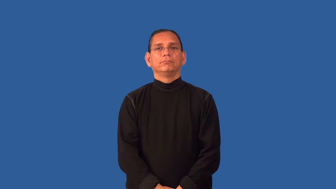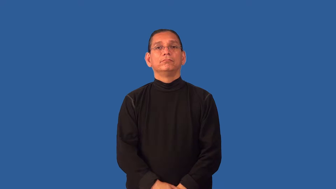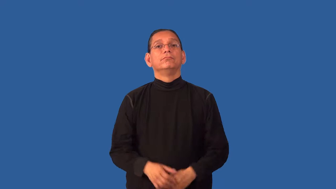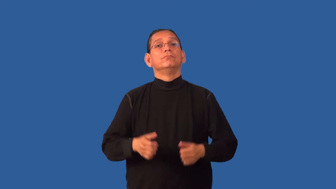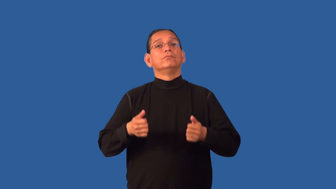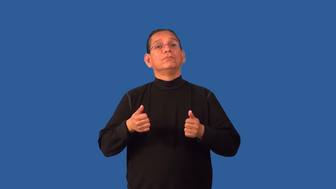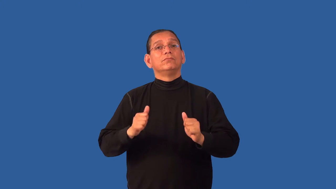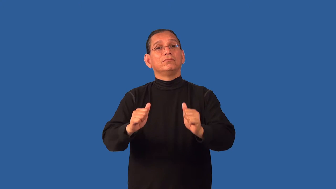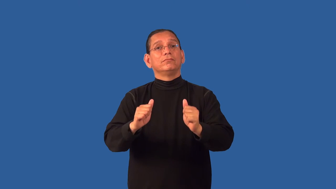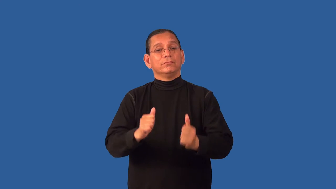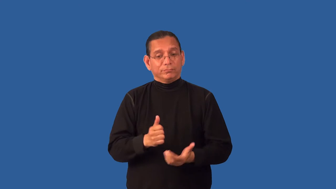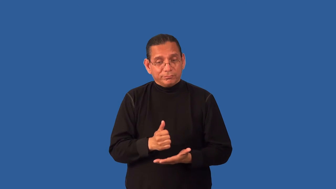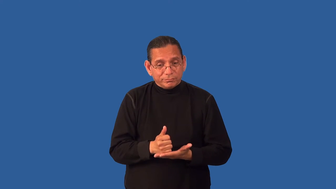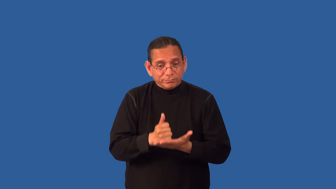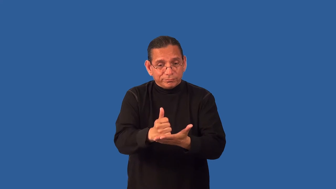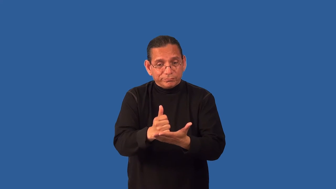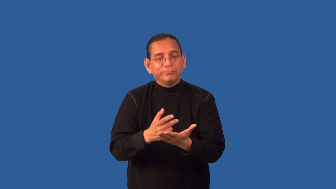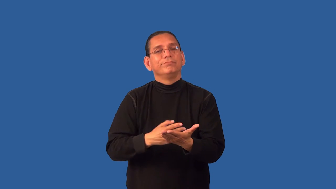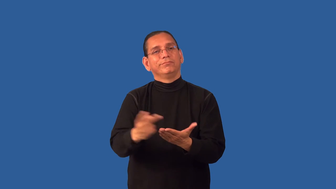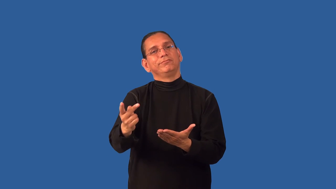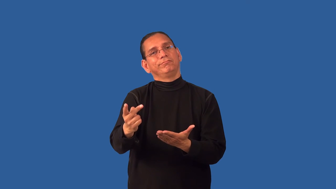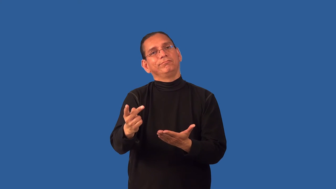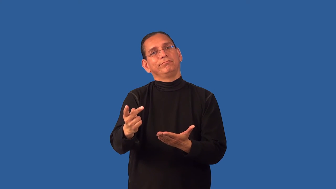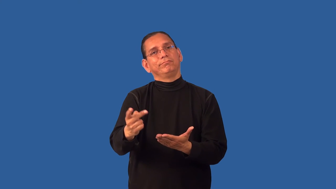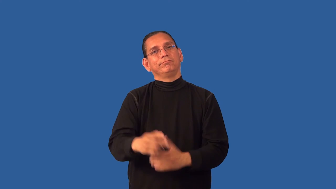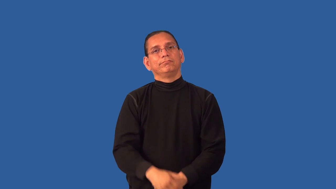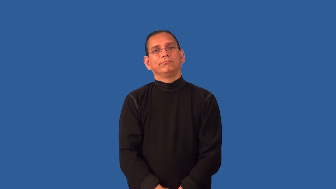disservice